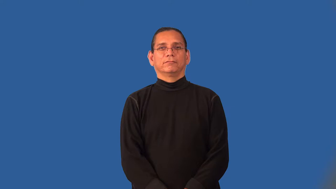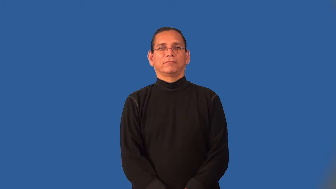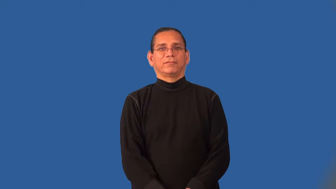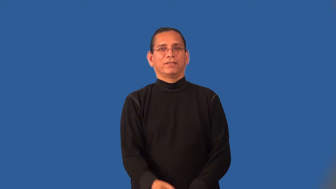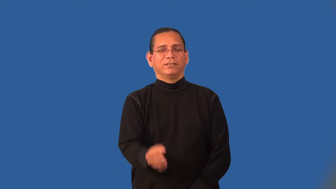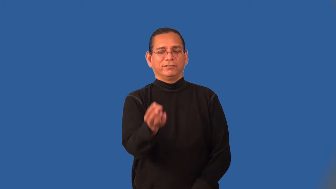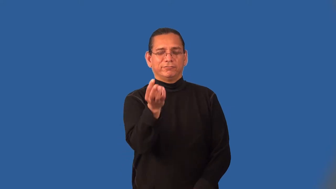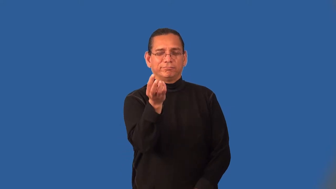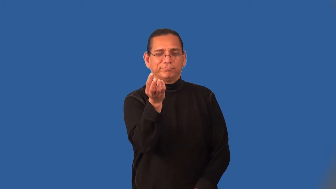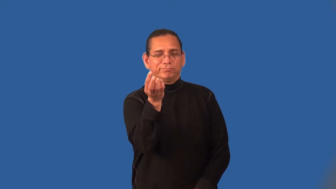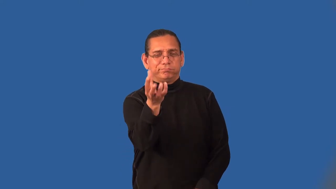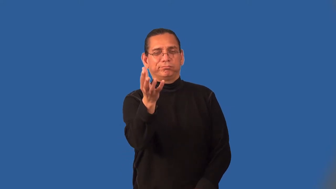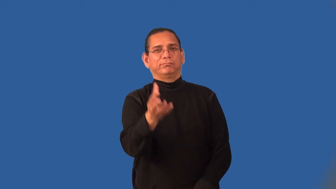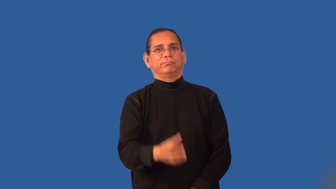infinitesimal,micro